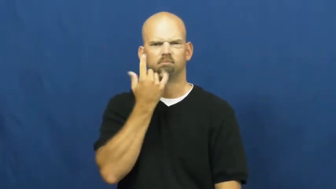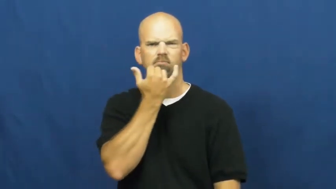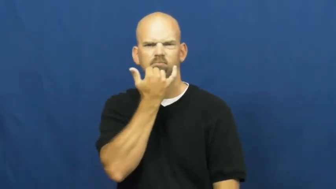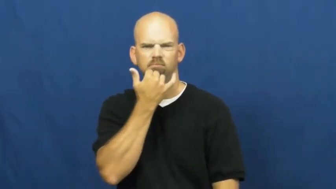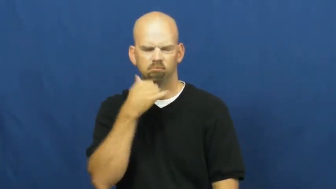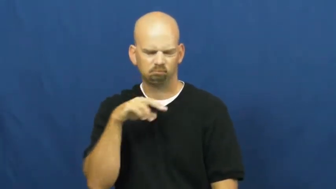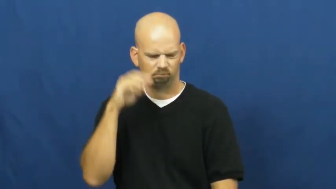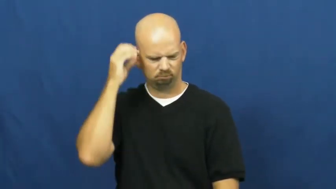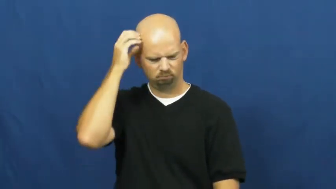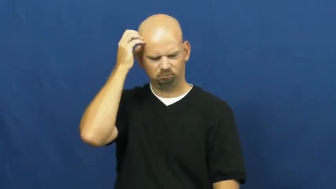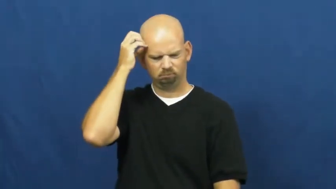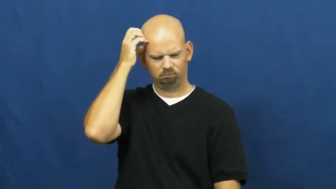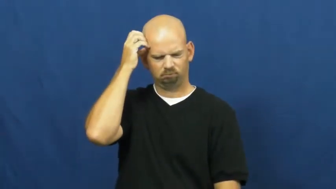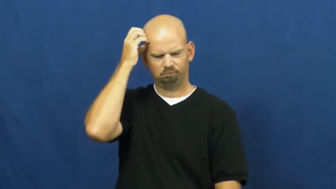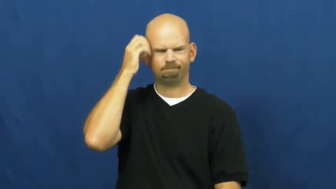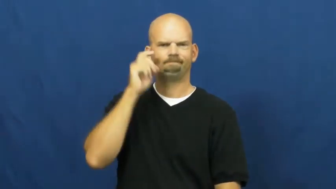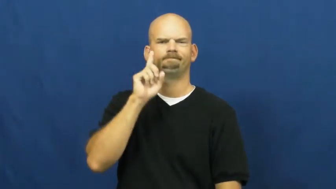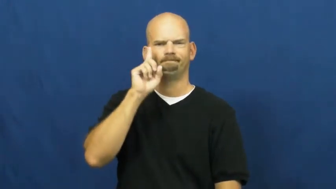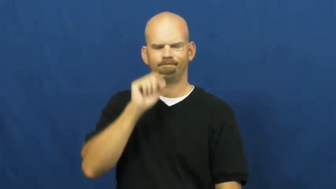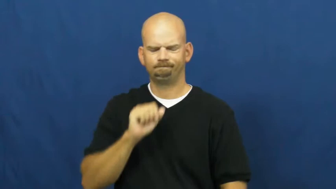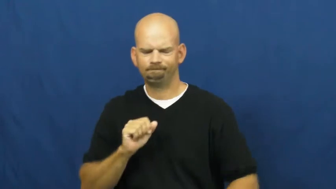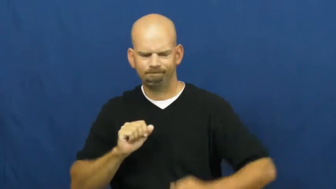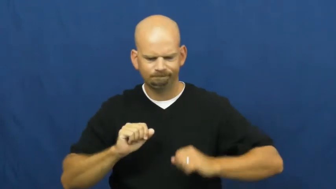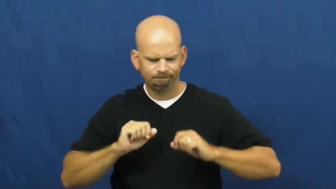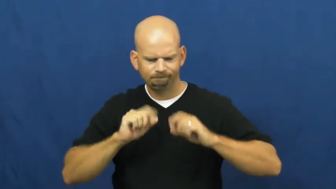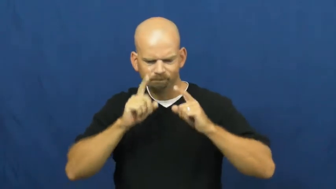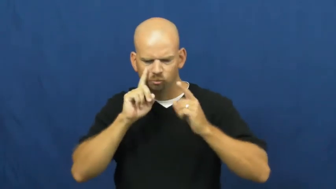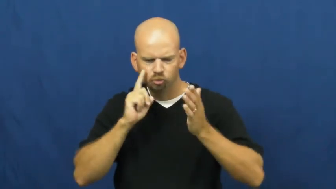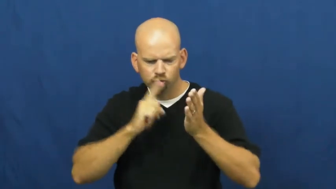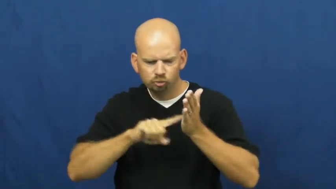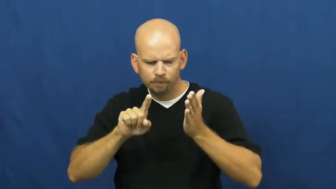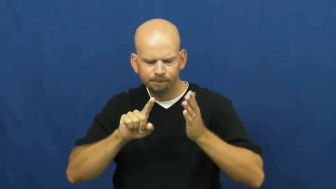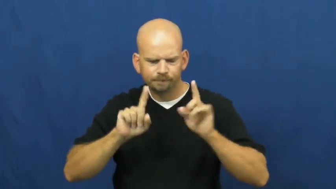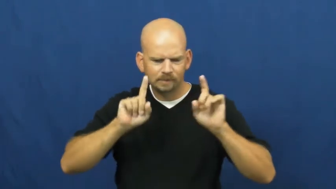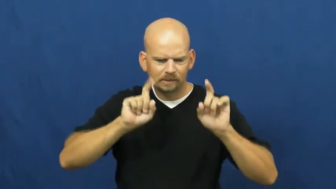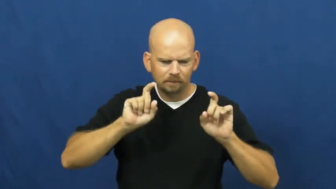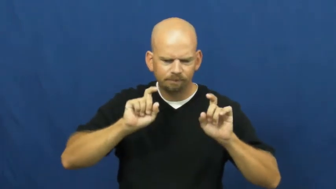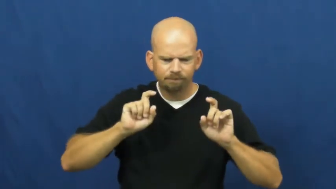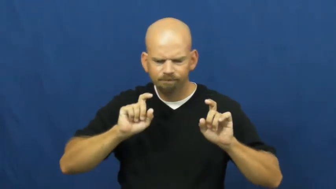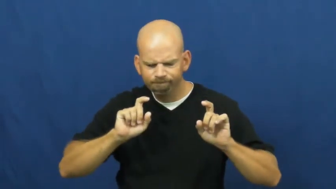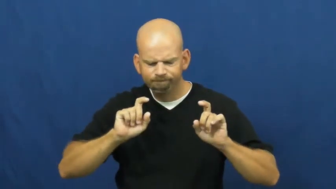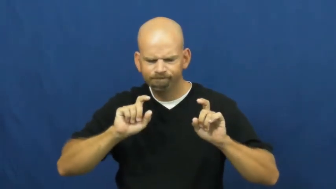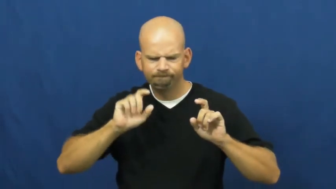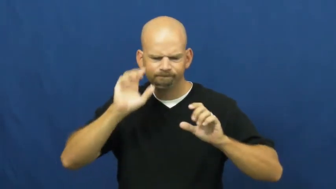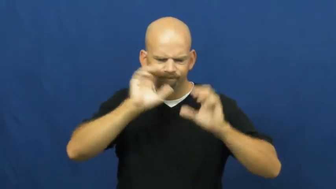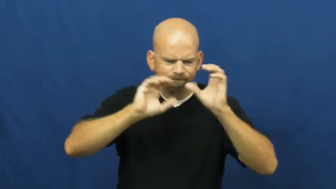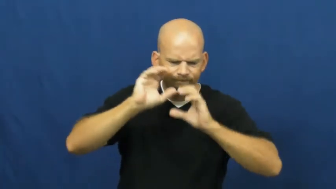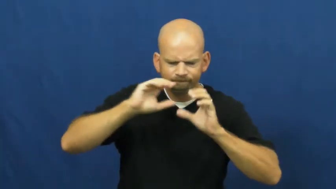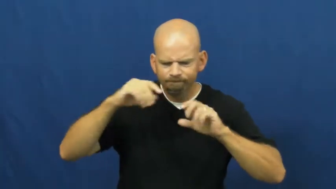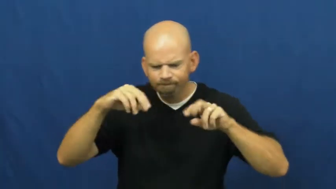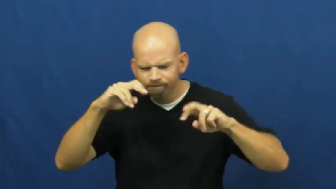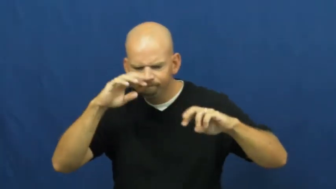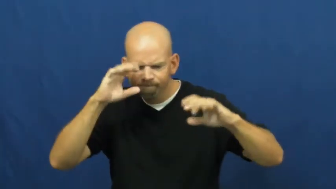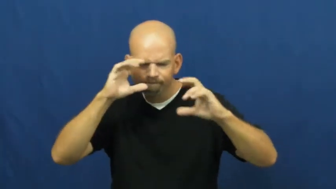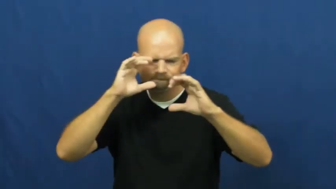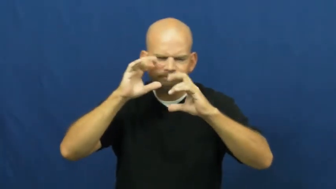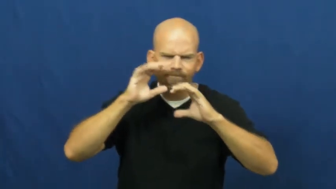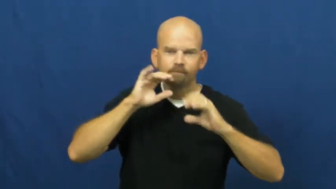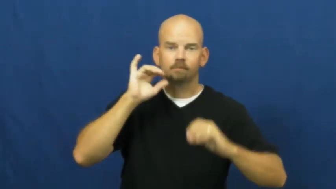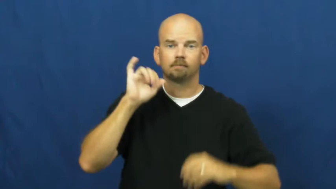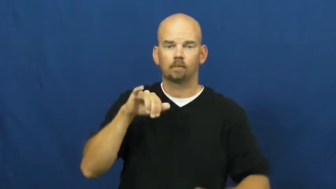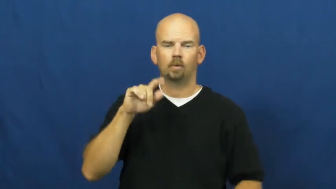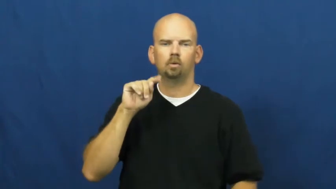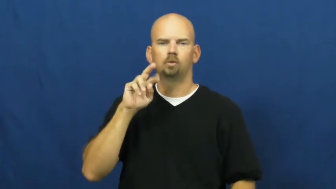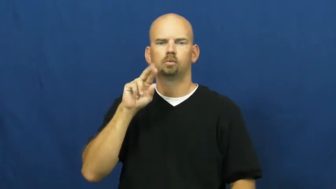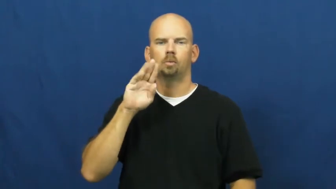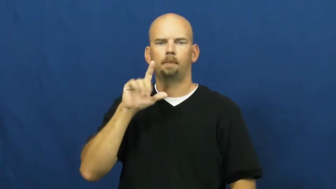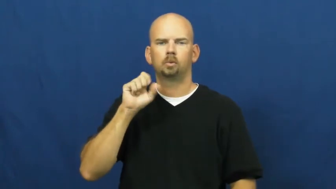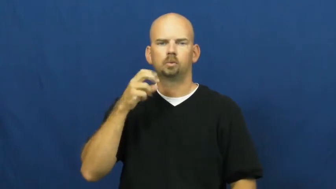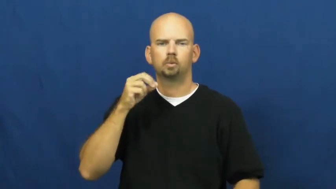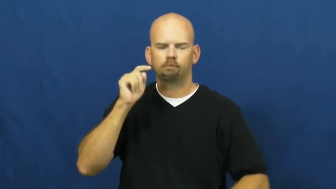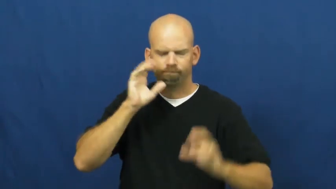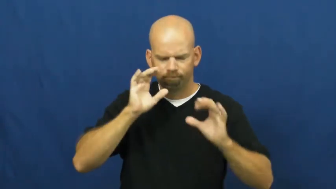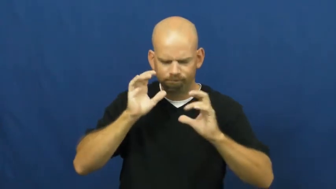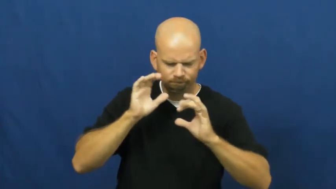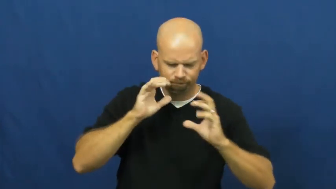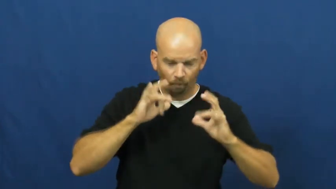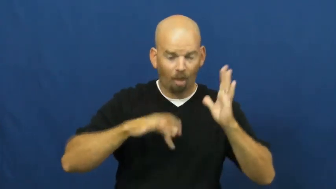troubleshoot